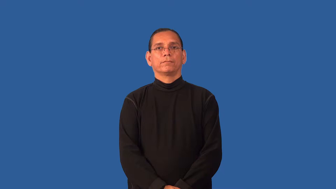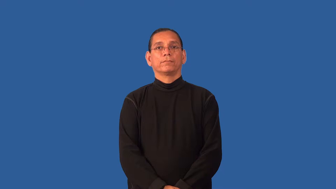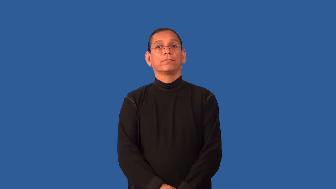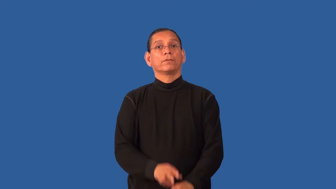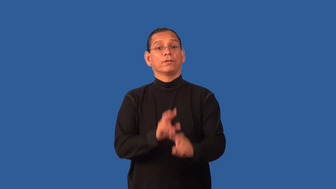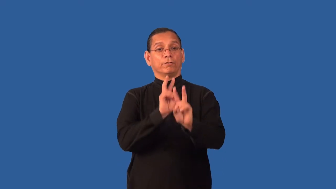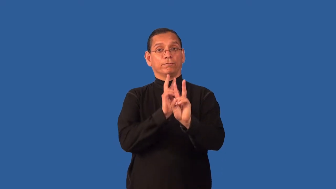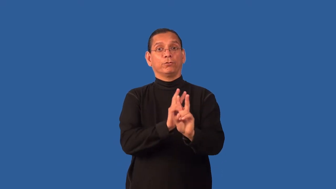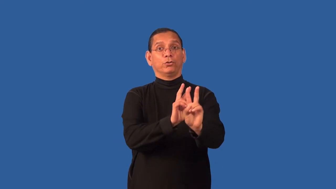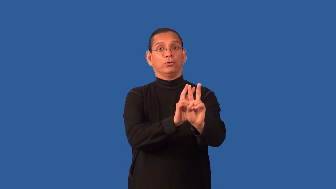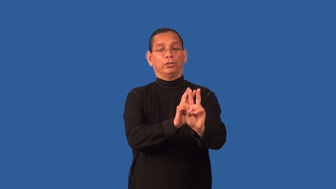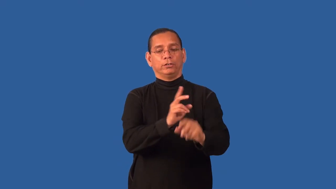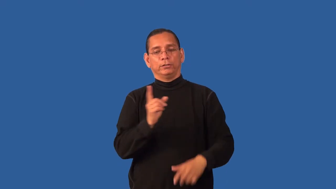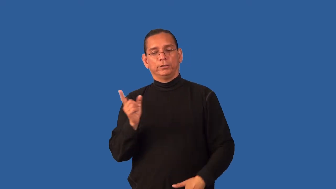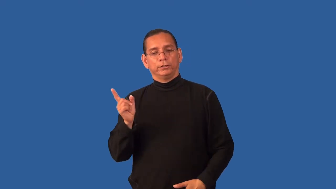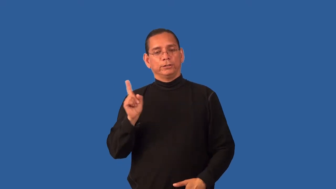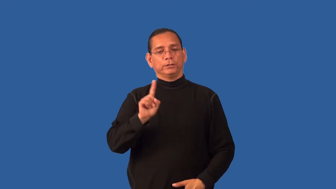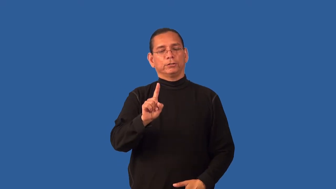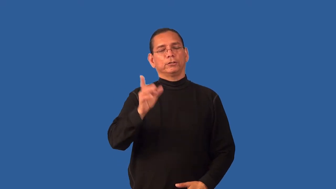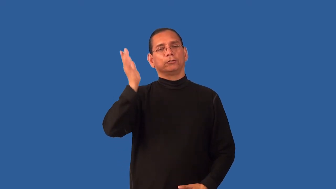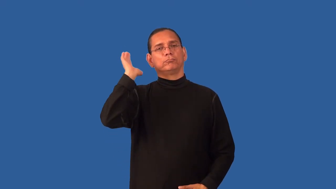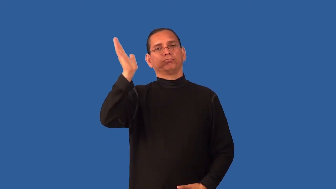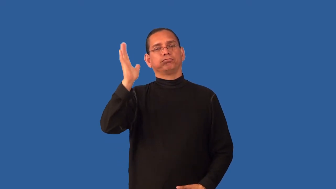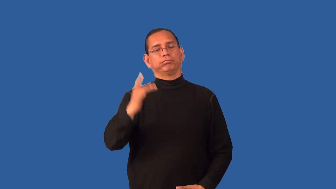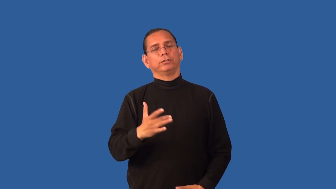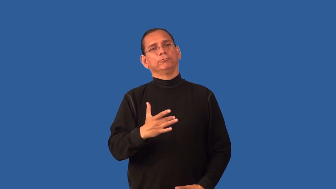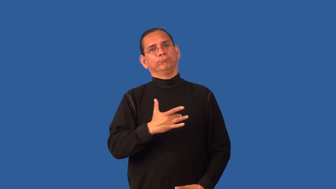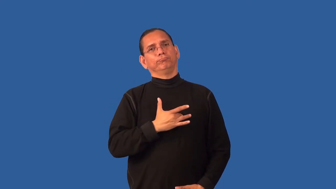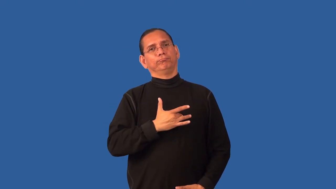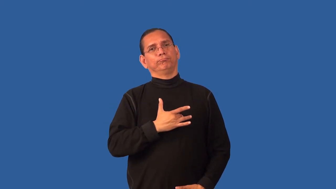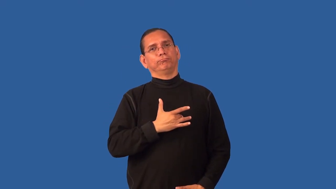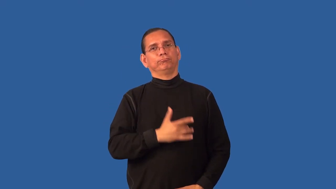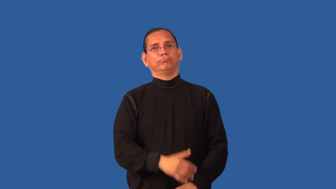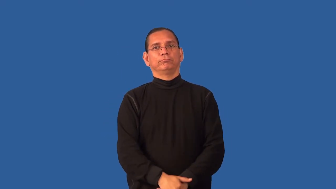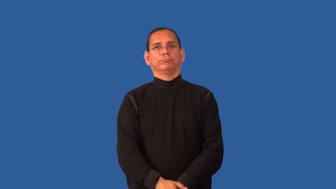eulogy